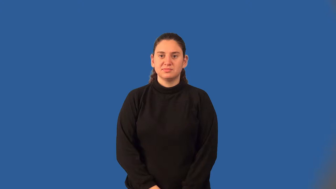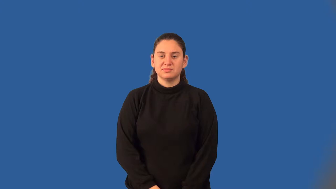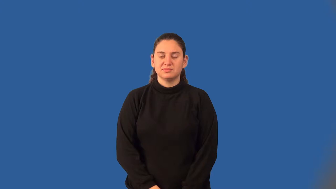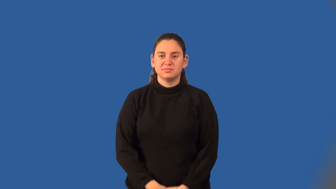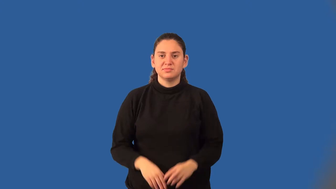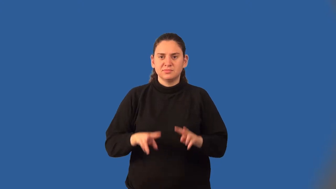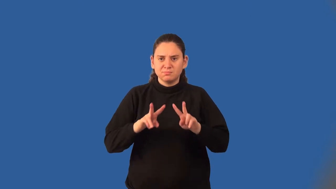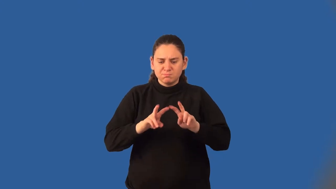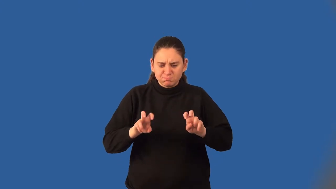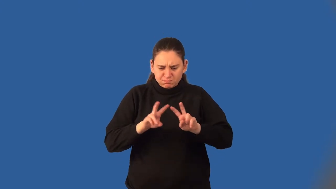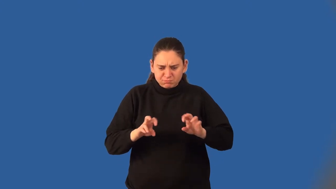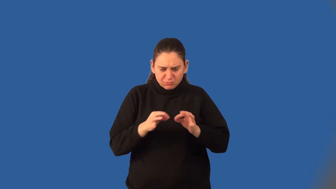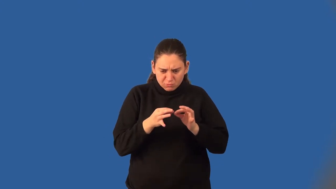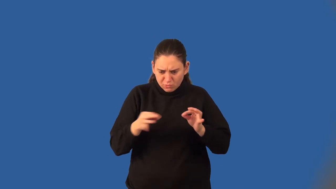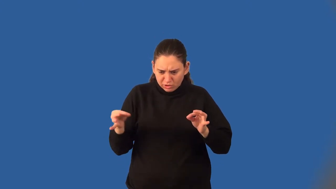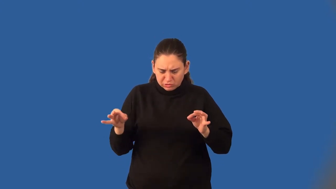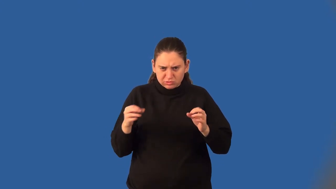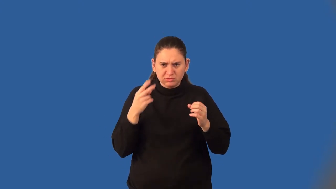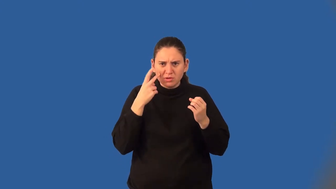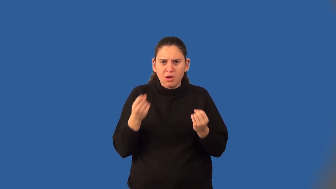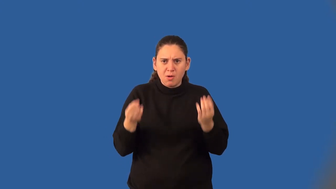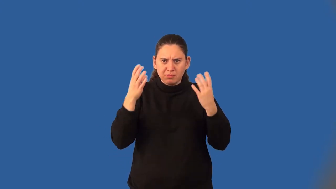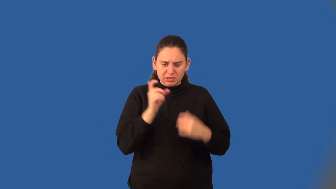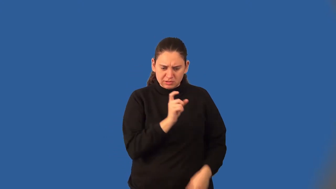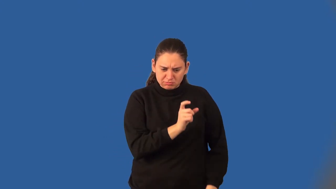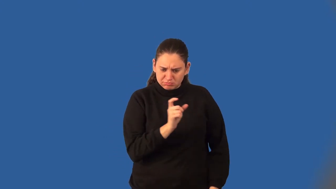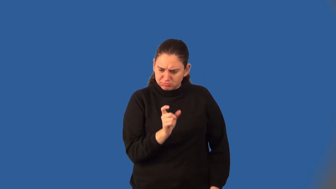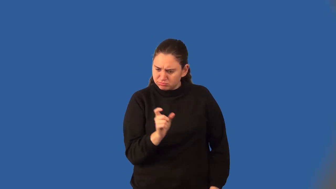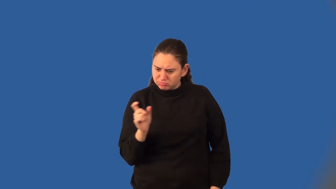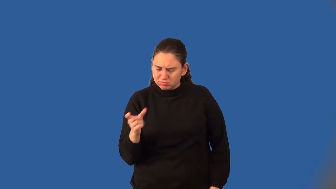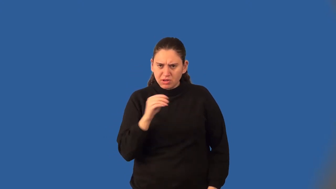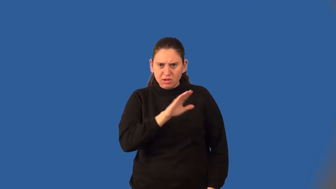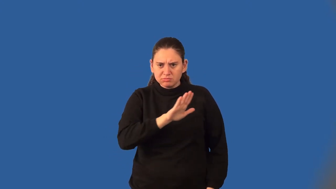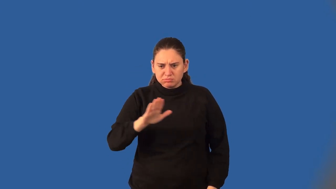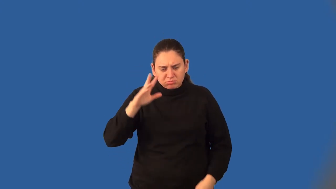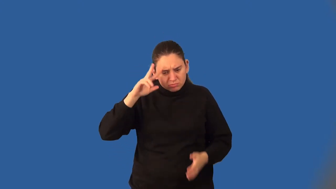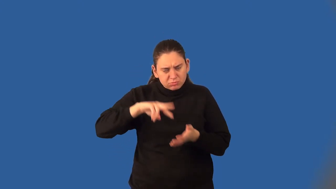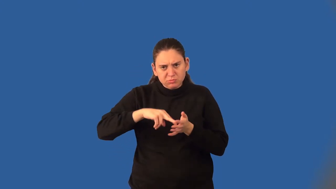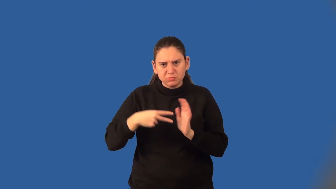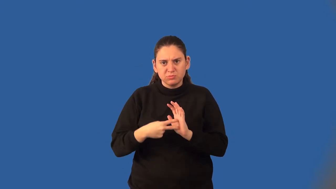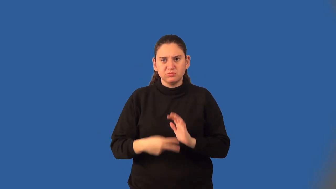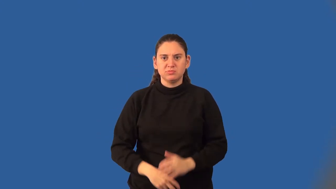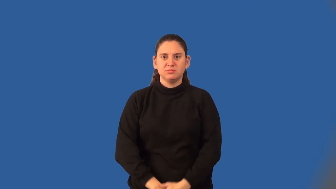discriminant